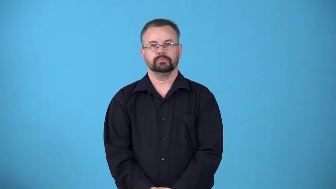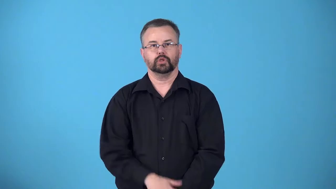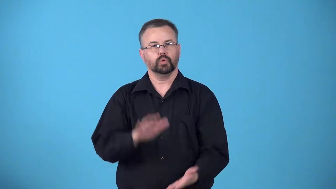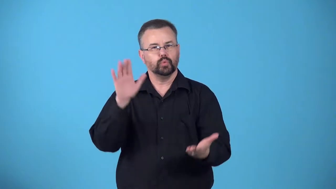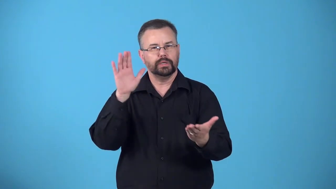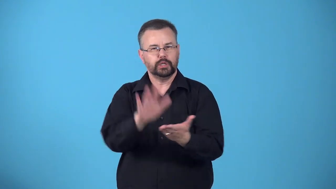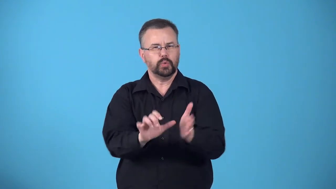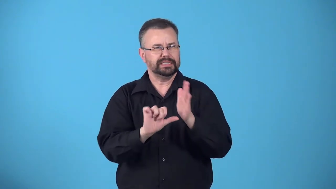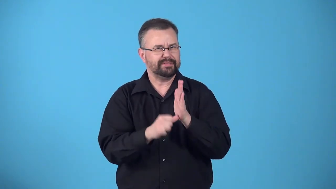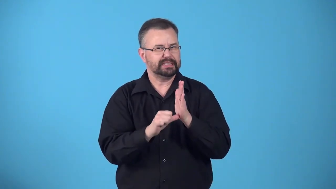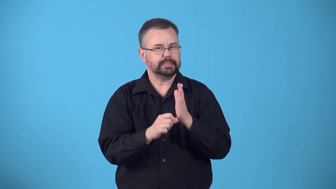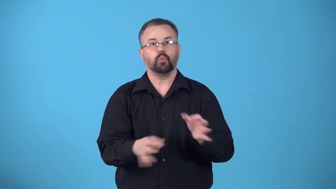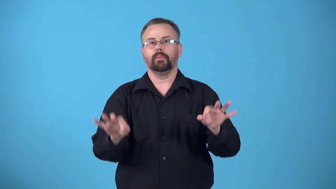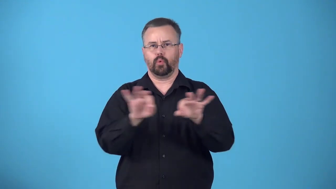deemphasize